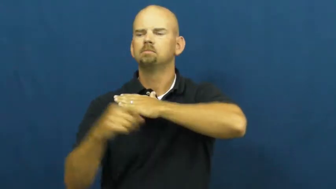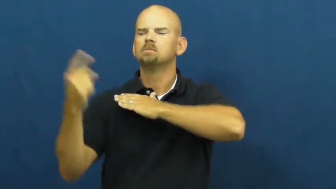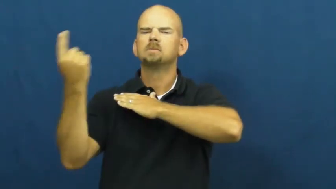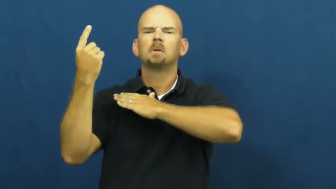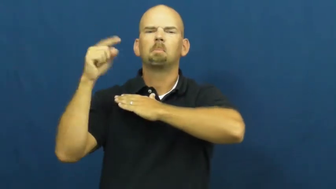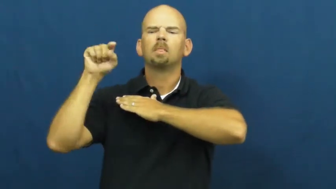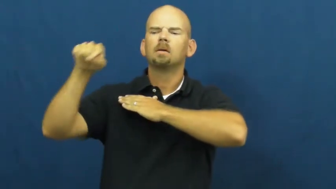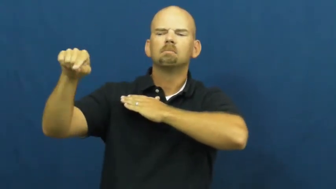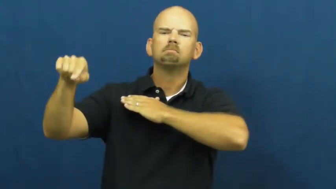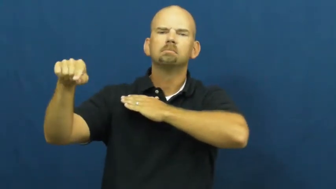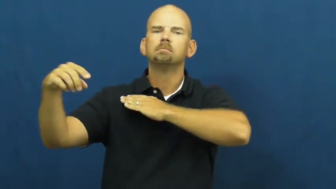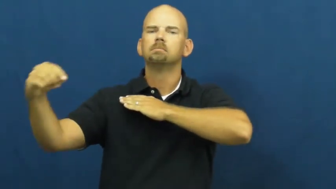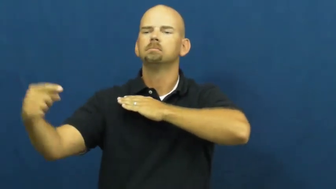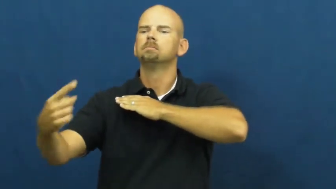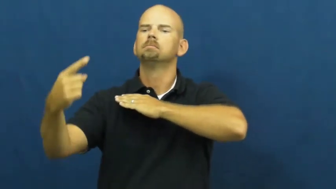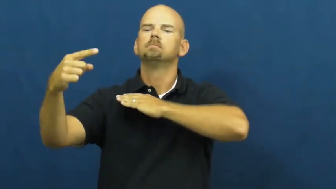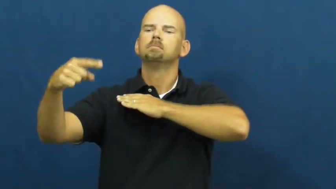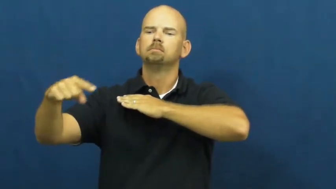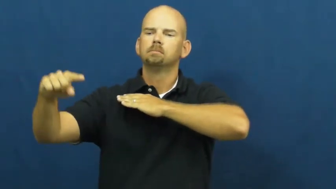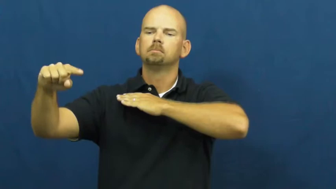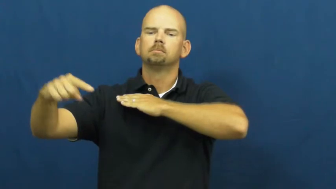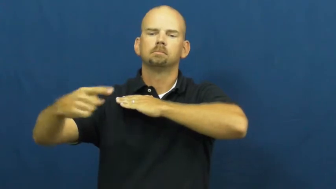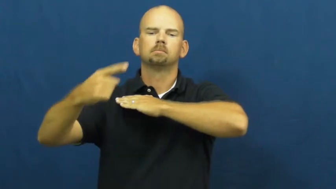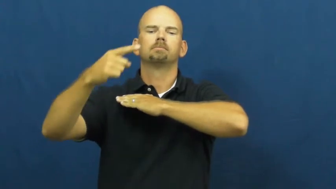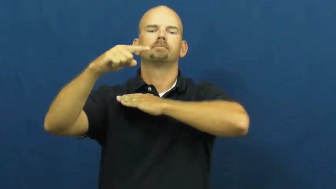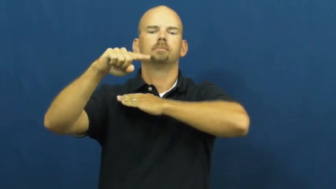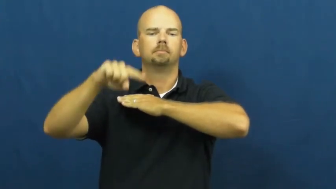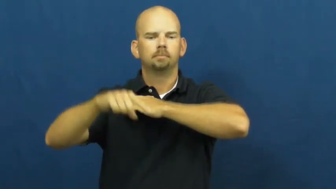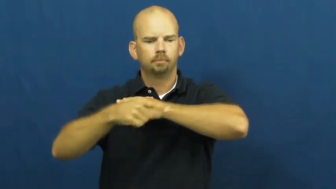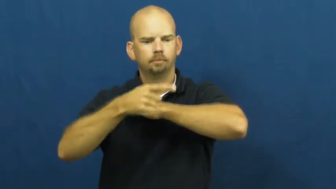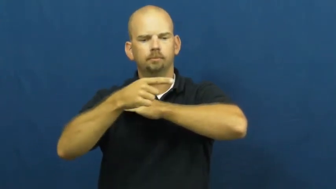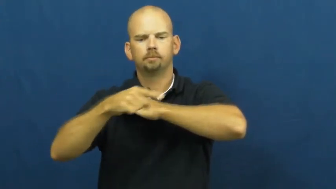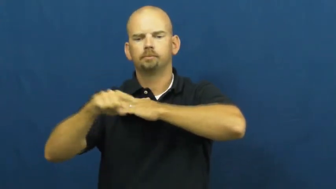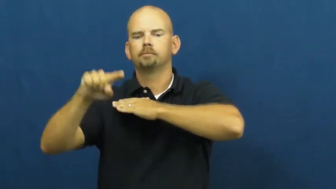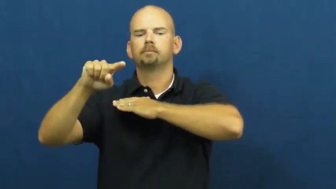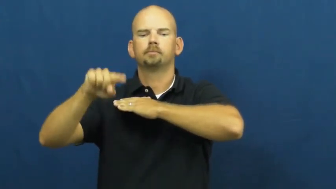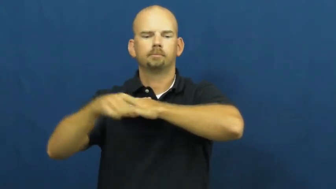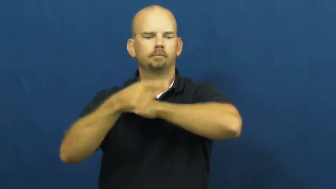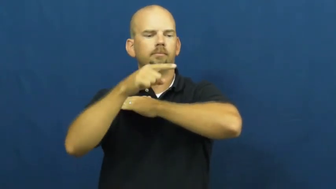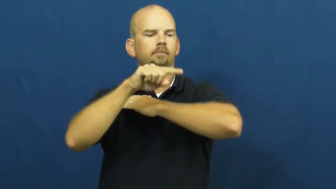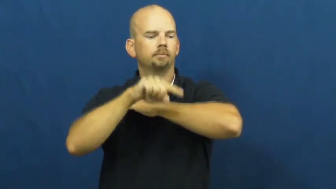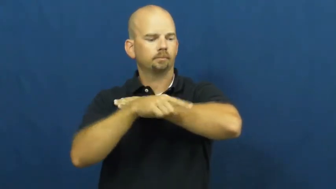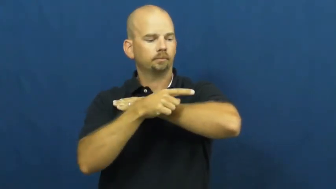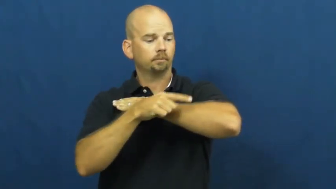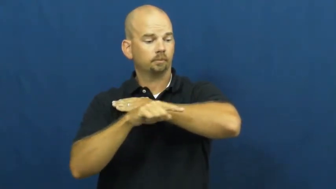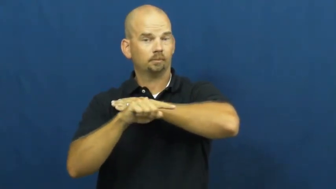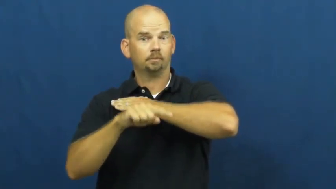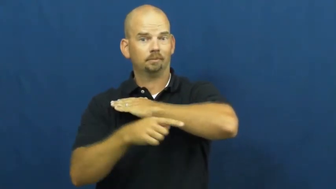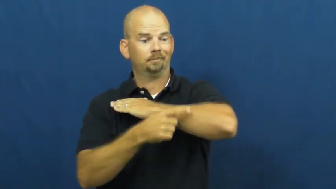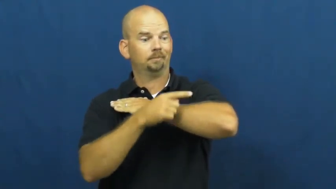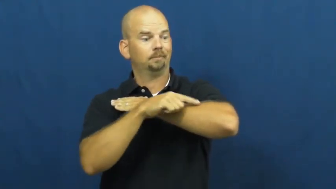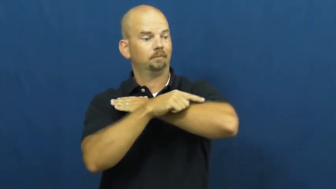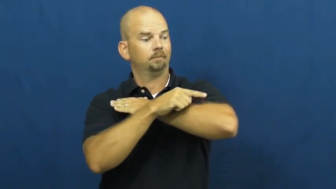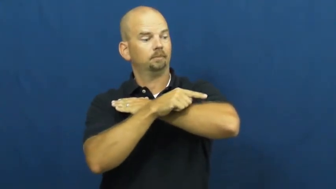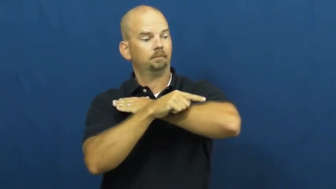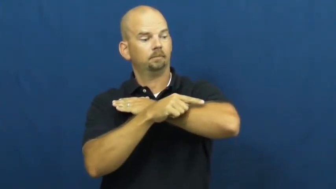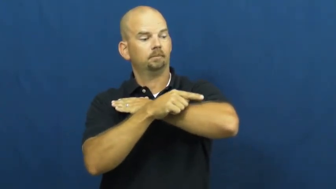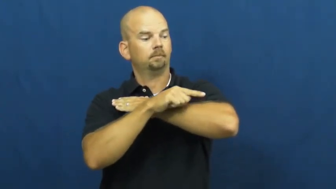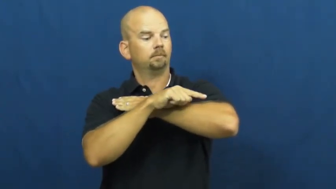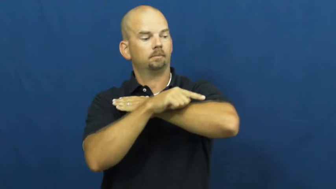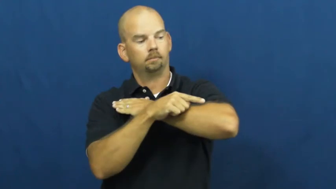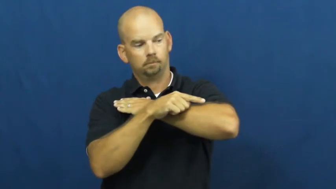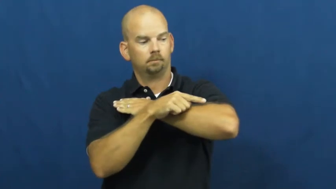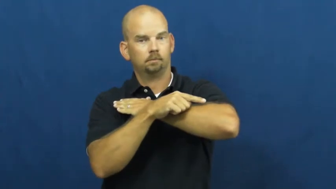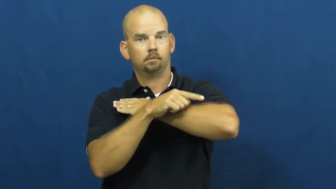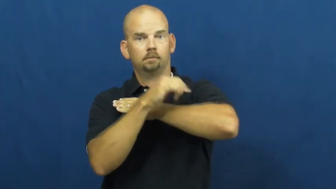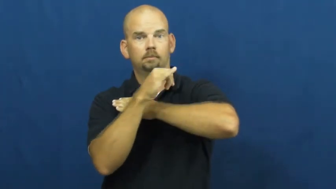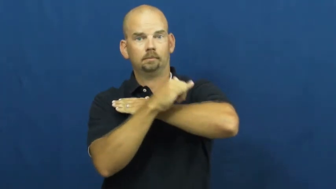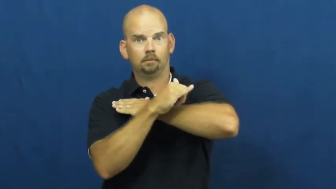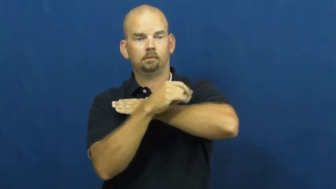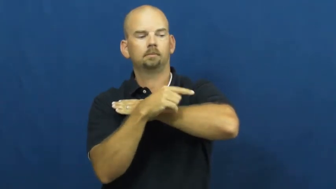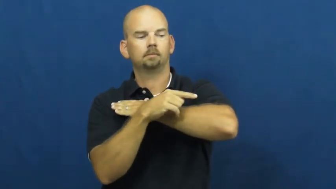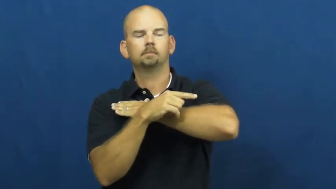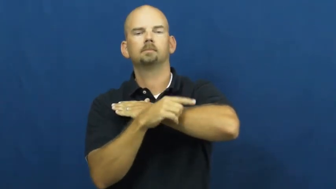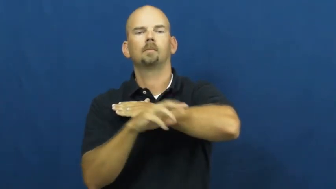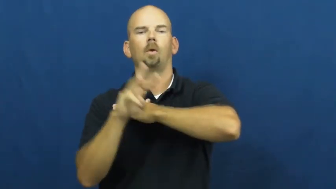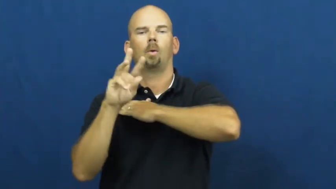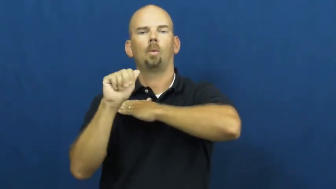wash ashore